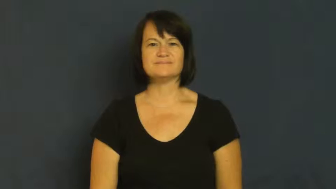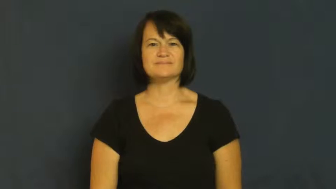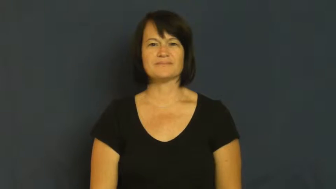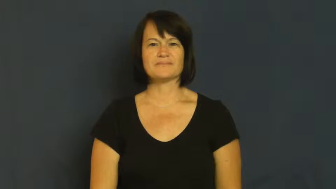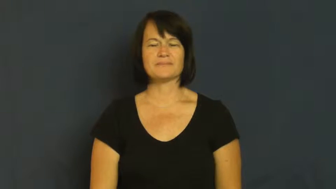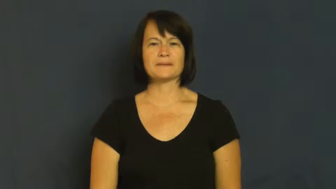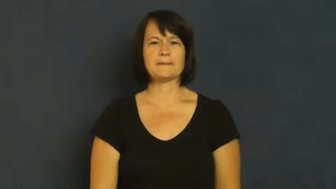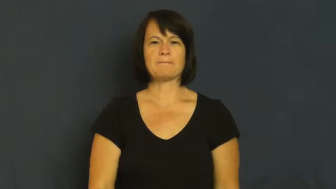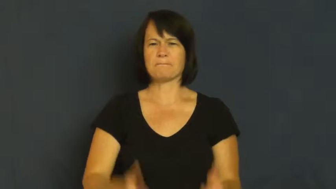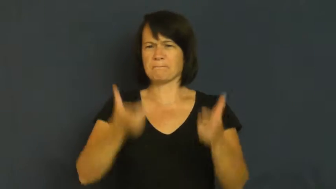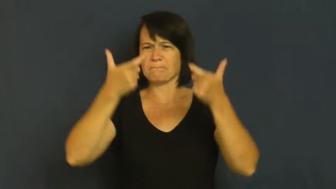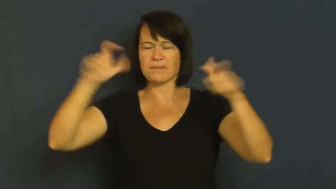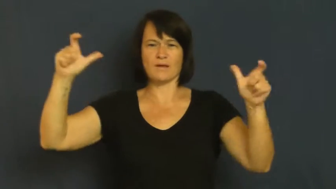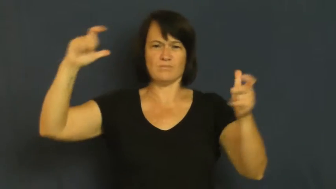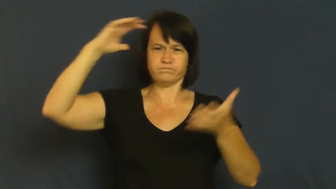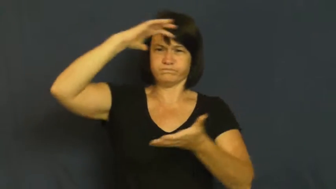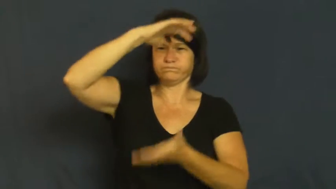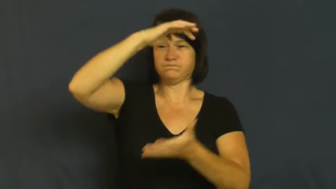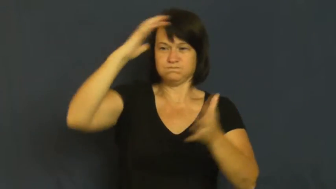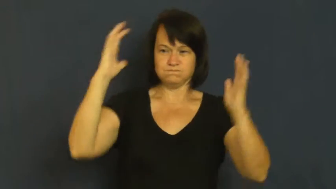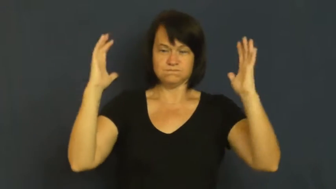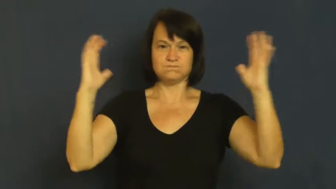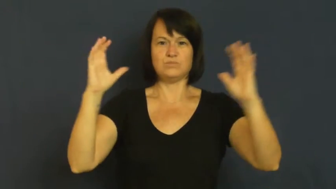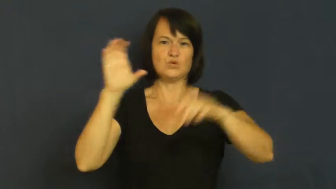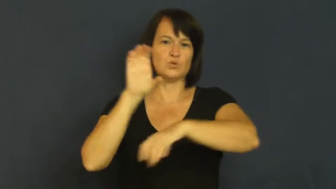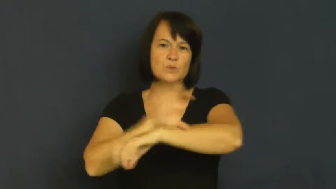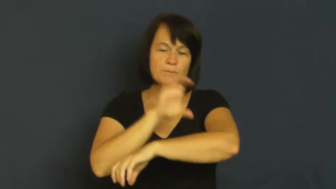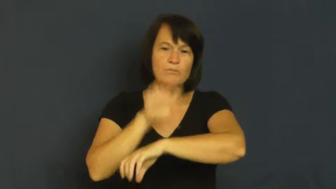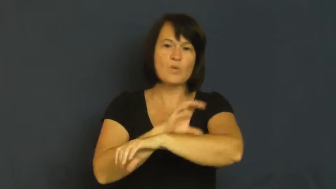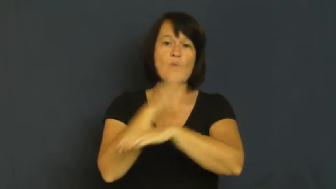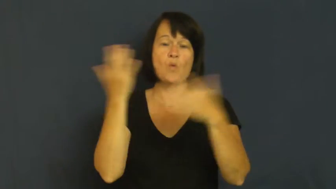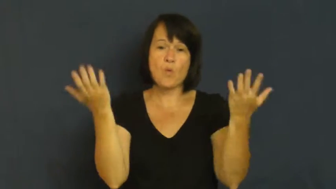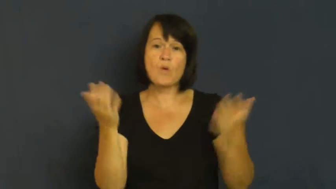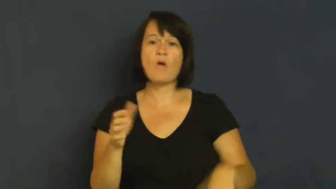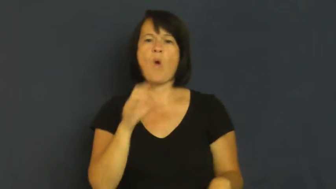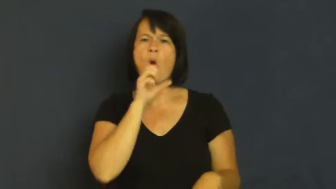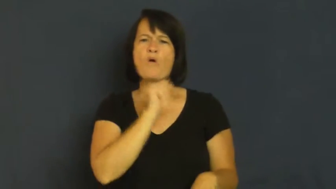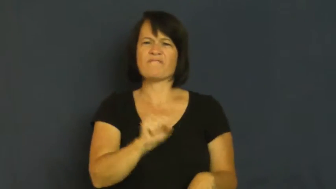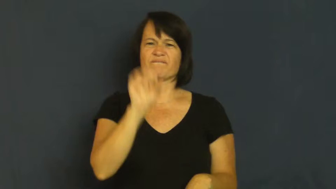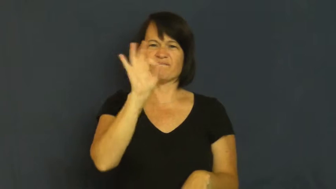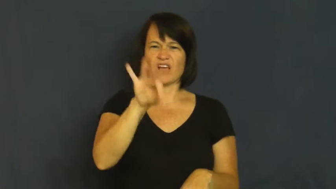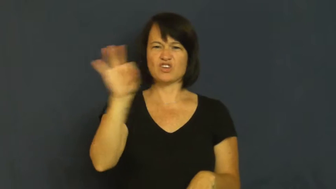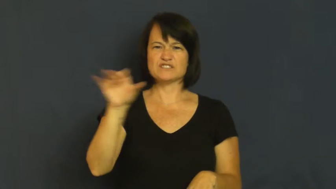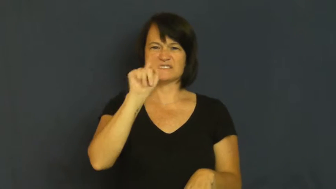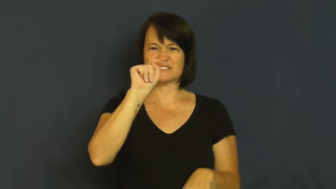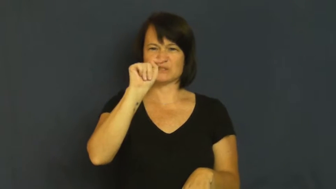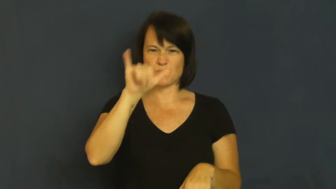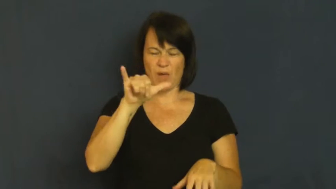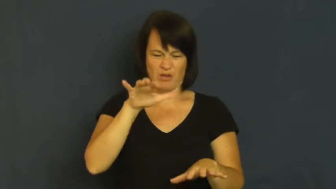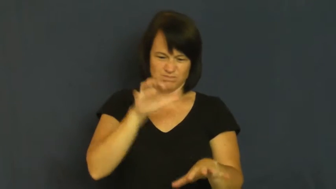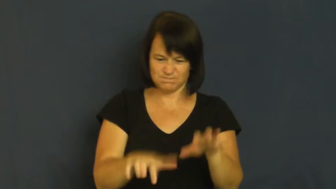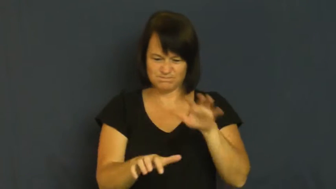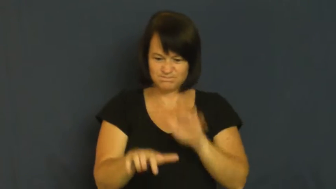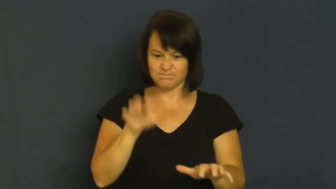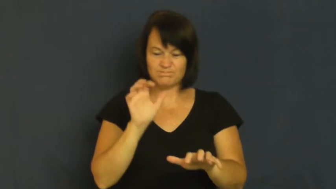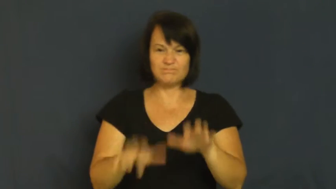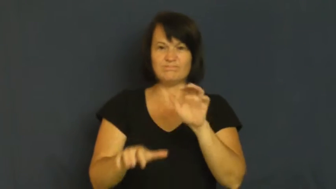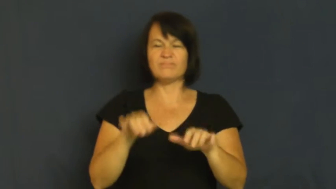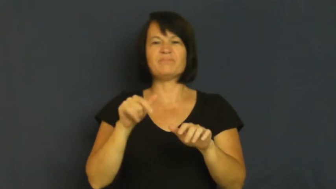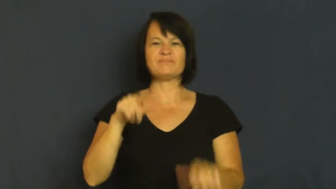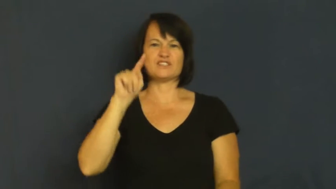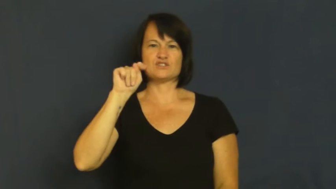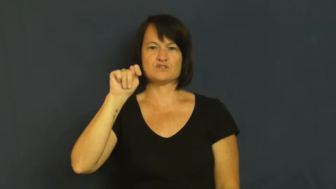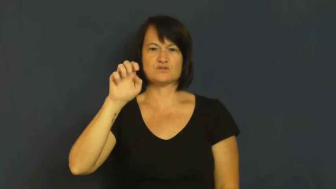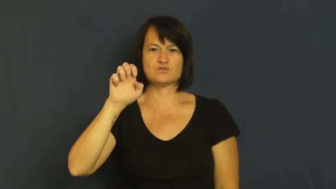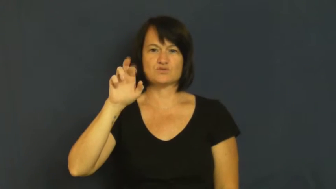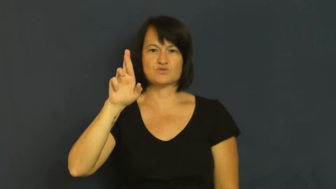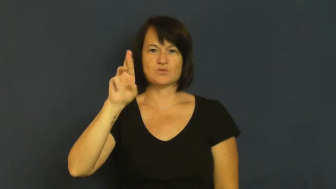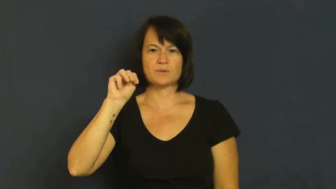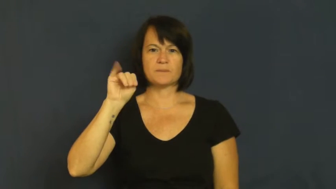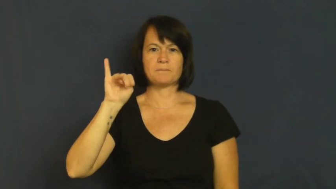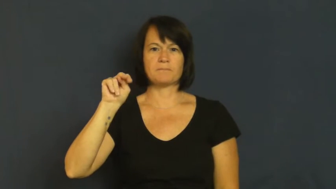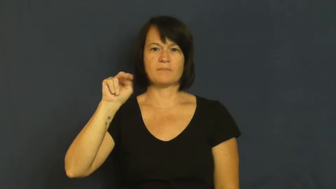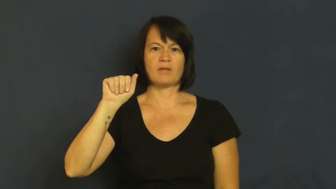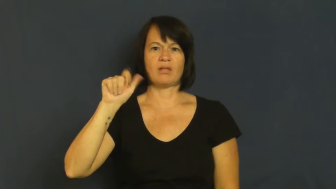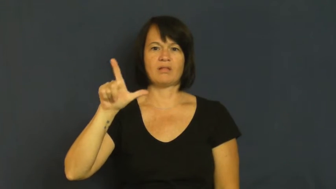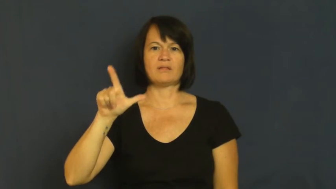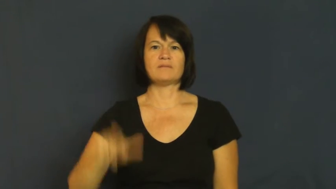terminal-computer